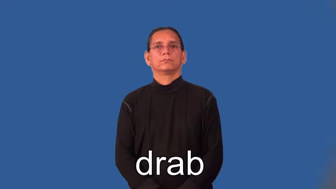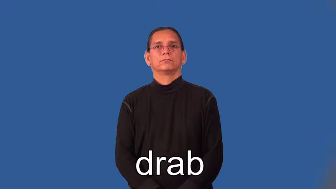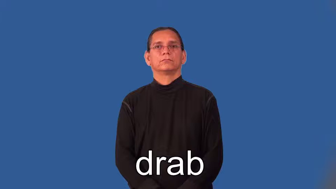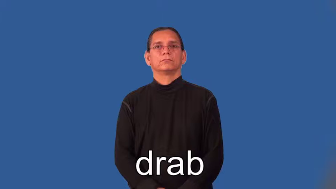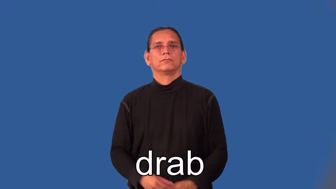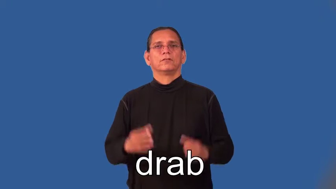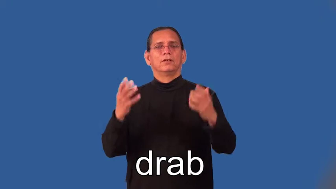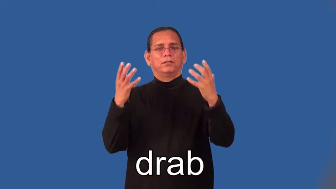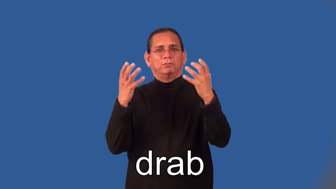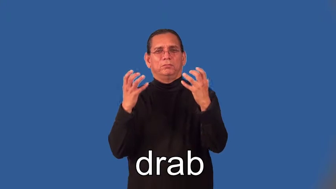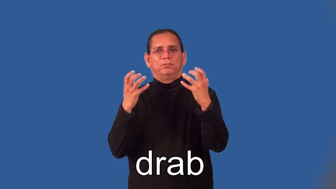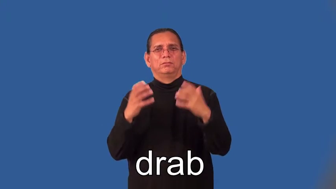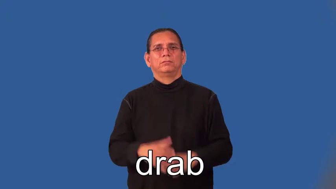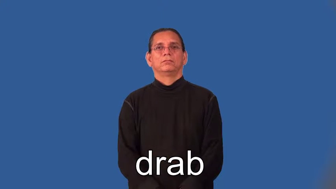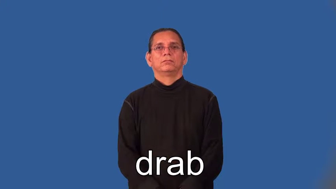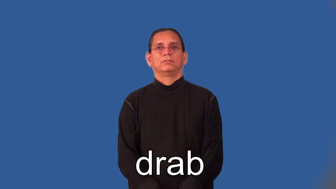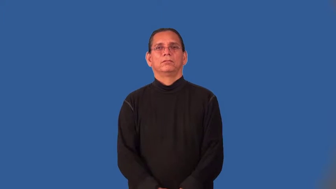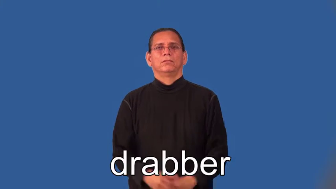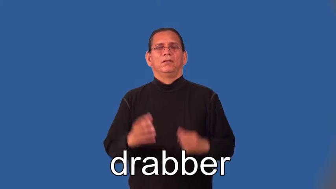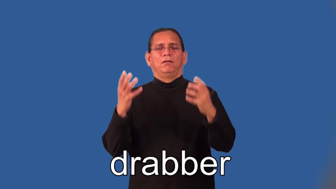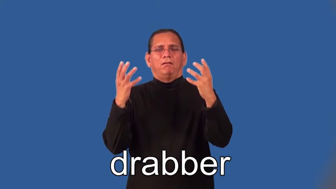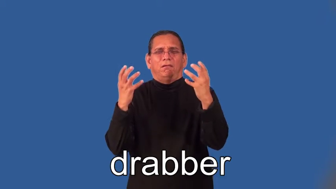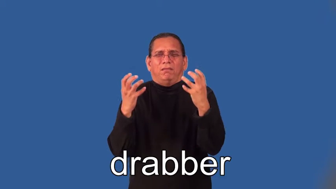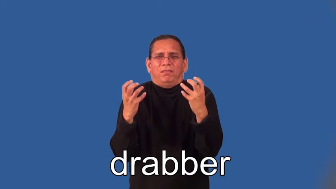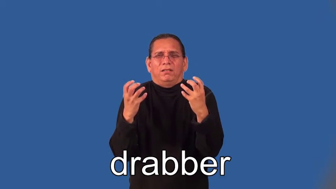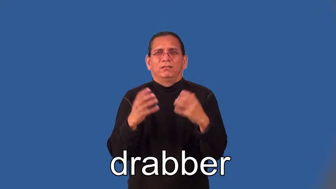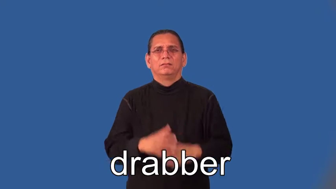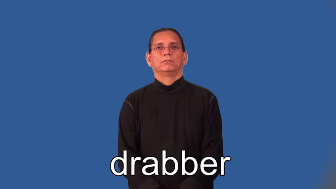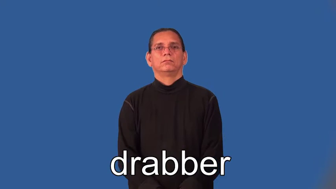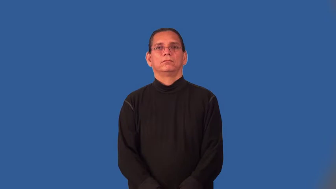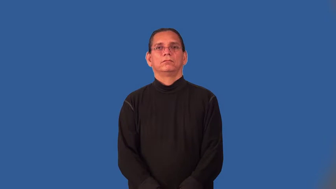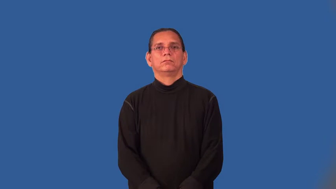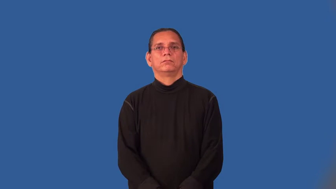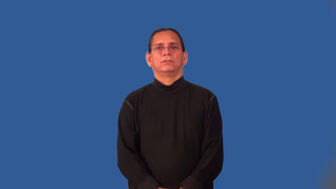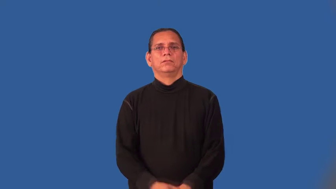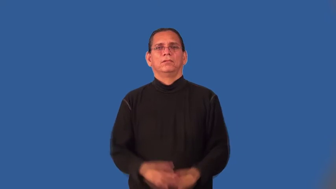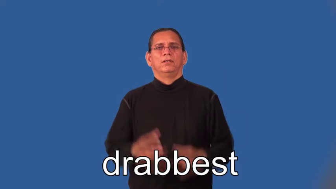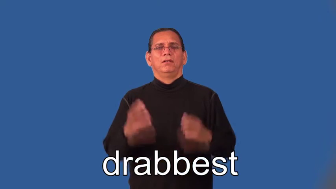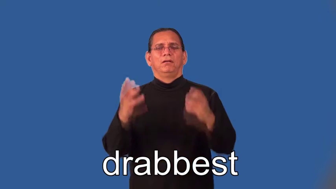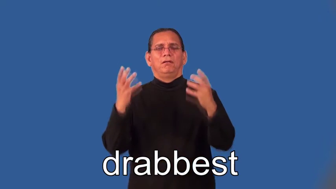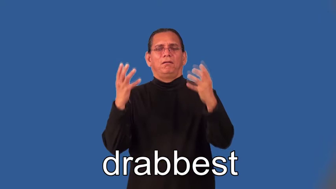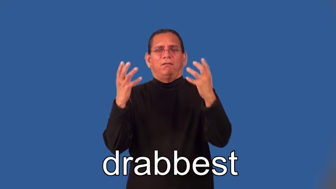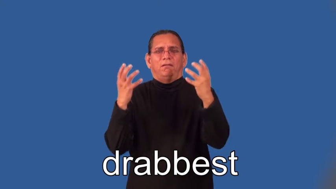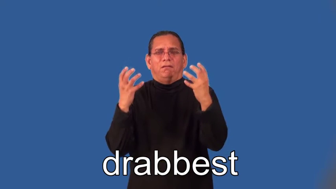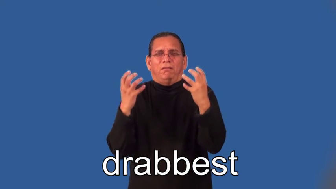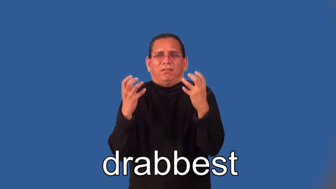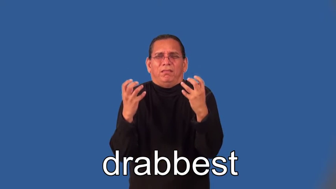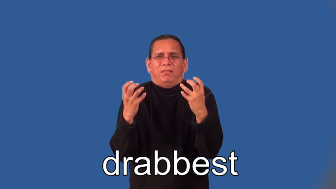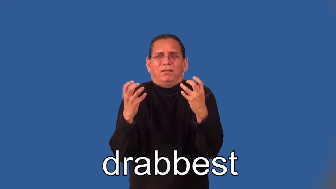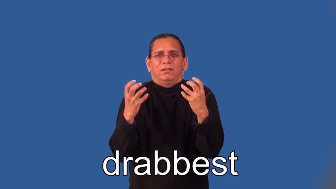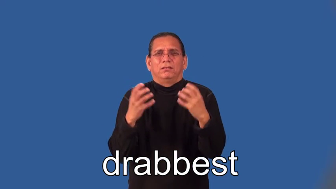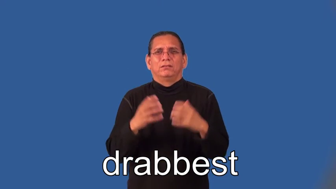drabber,drabbest